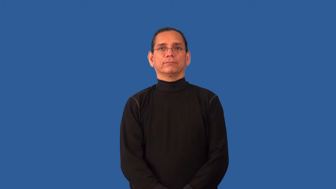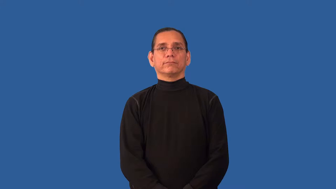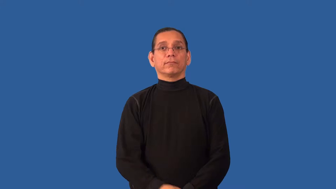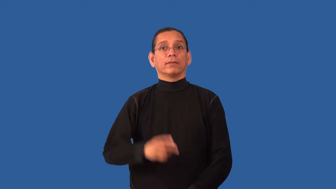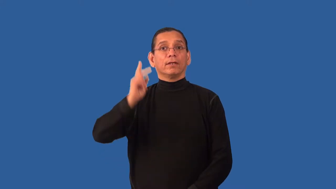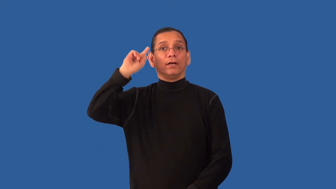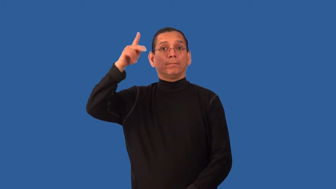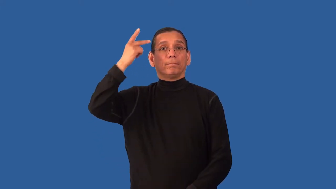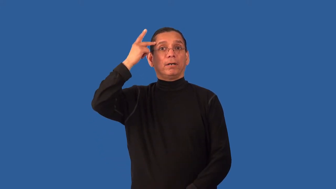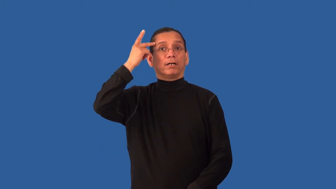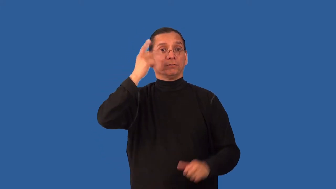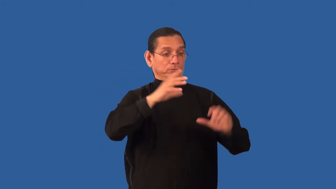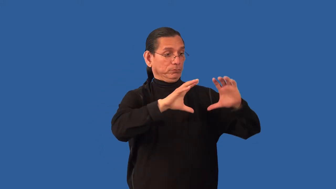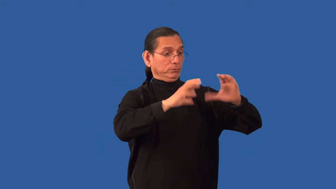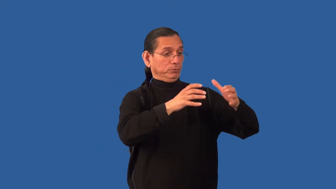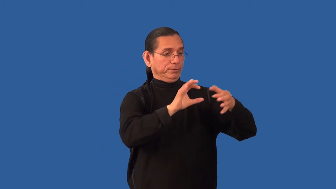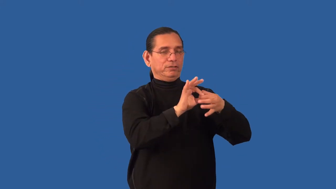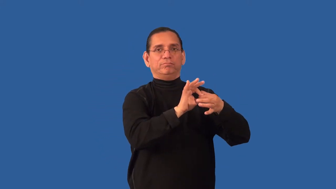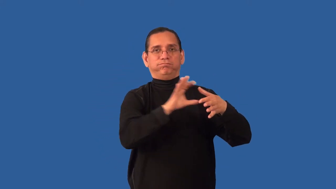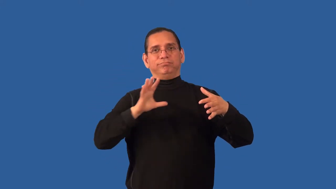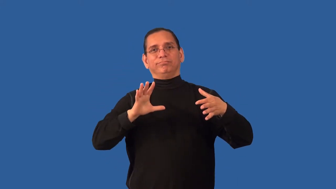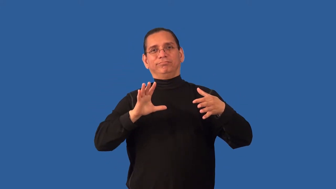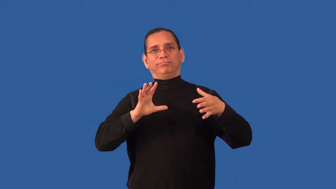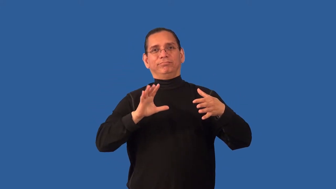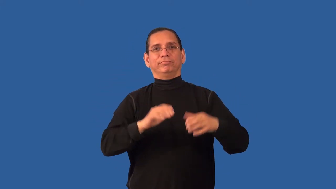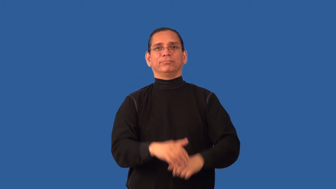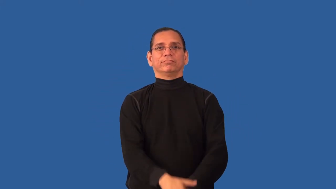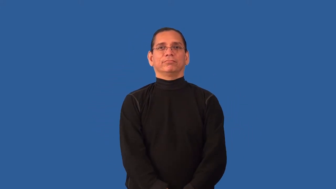nonpartisan